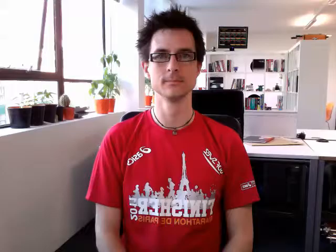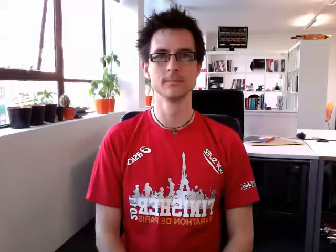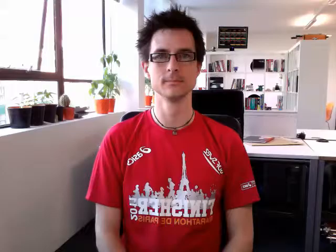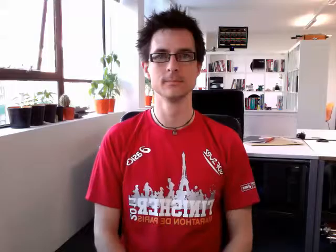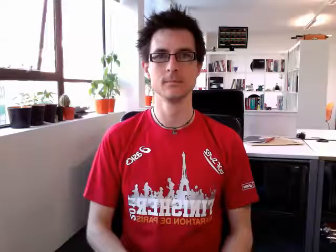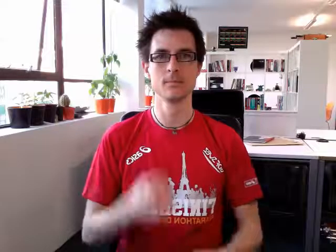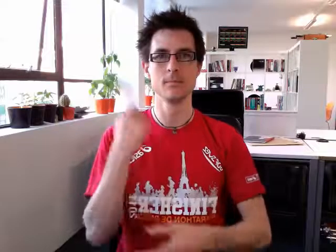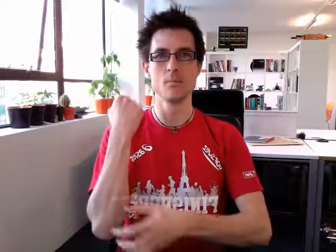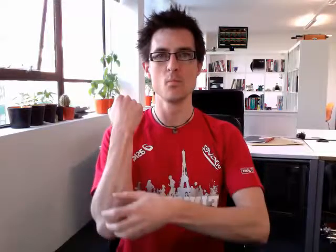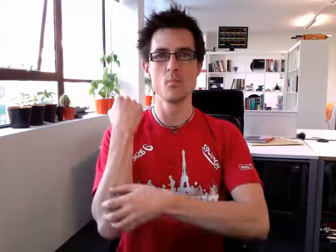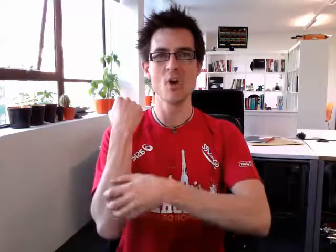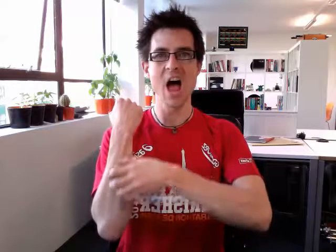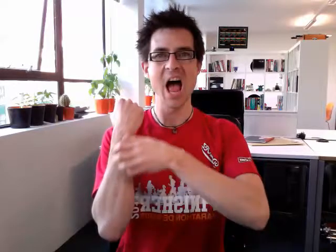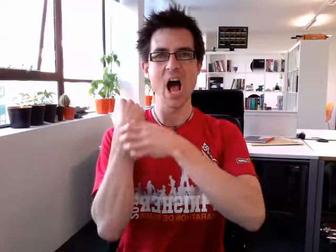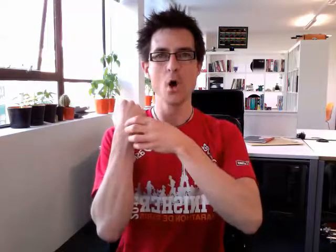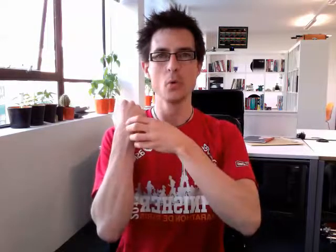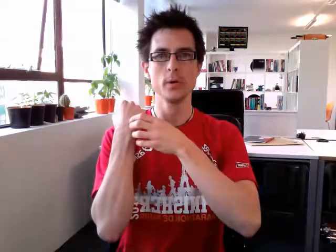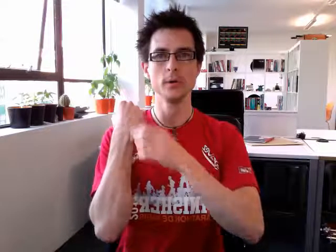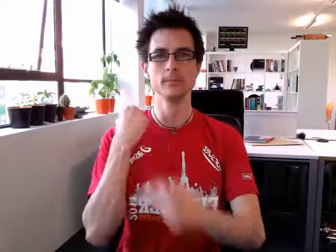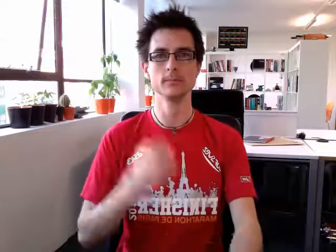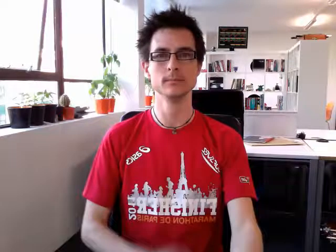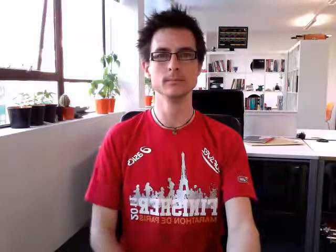brown